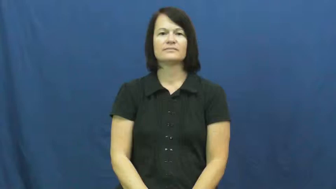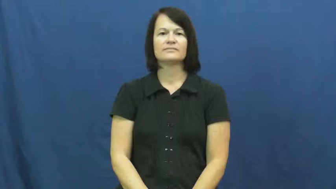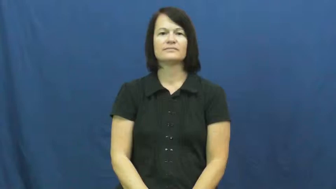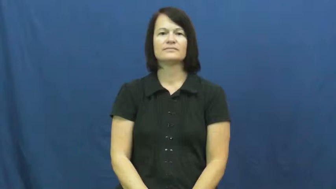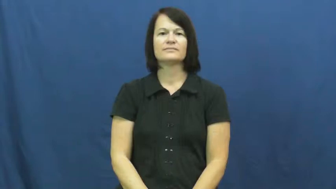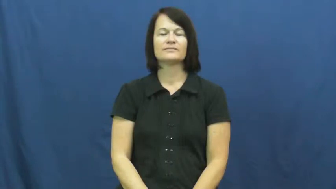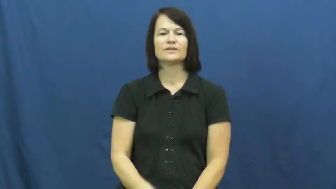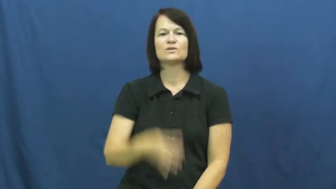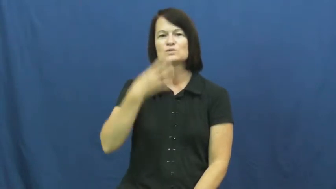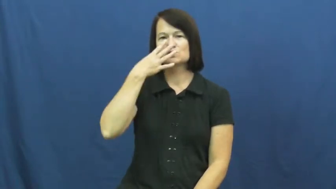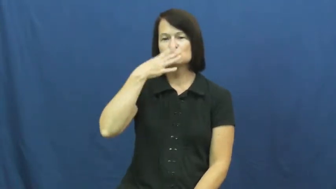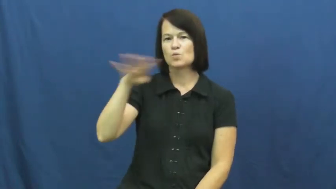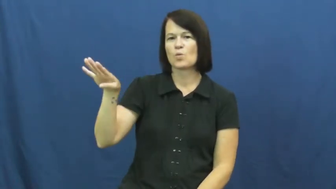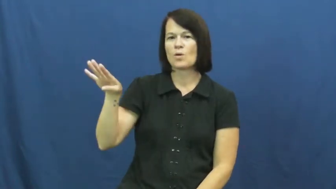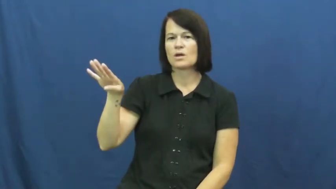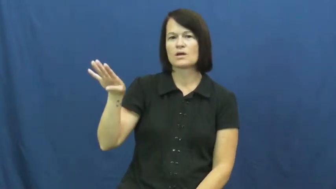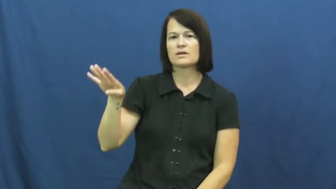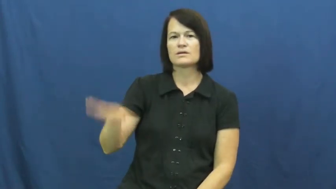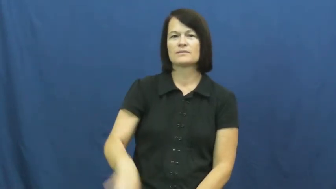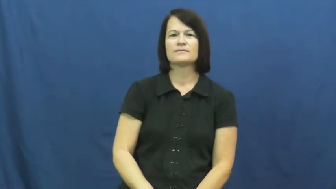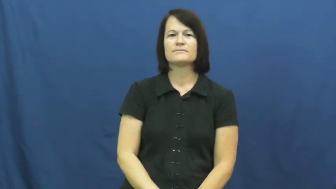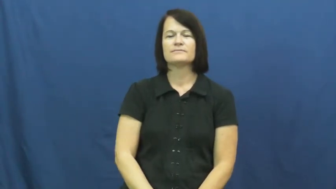ignore,blow off,tune out,dismiss,disregard,brush off,disoblige